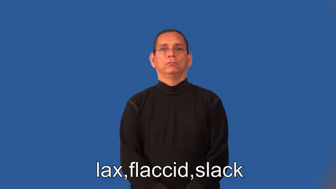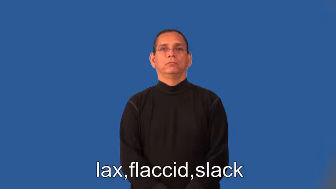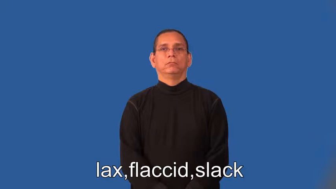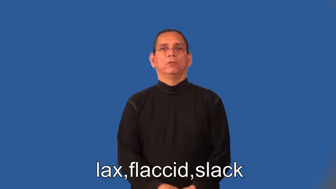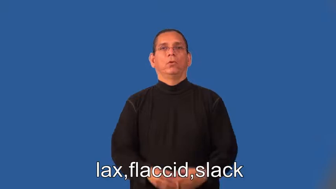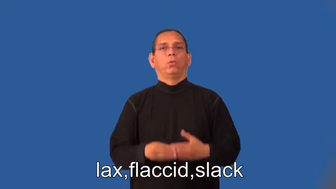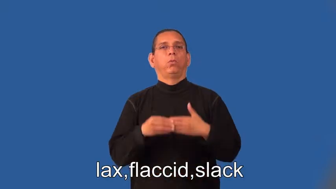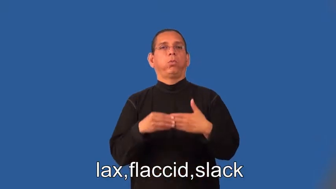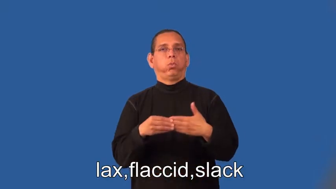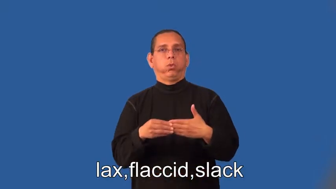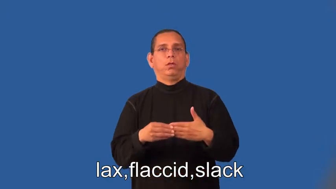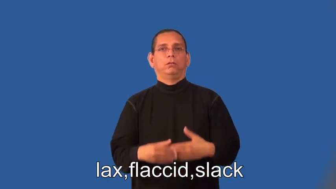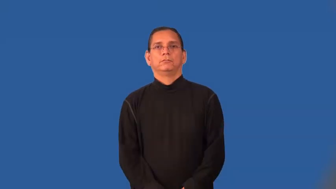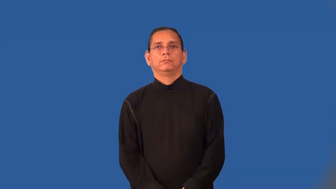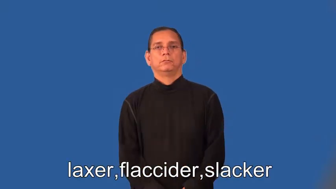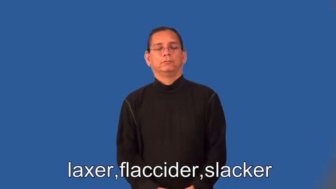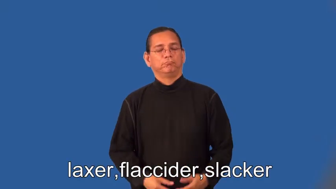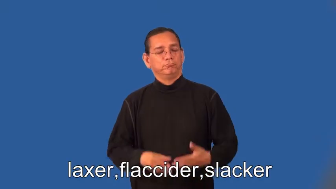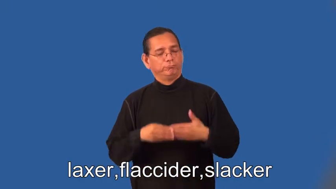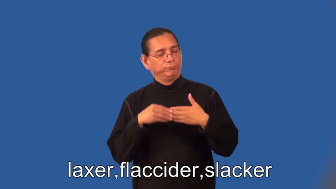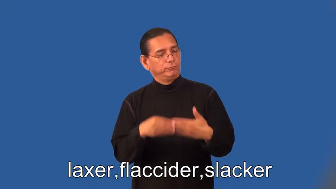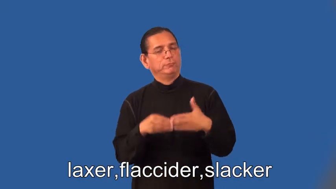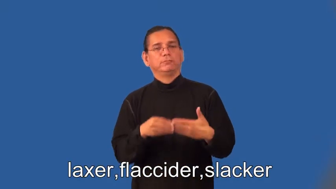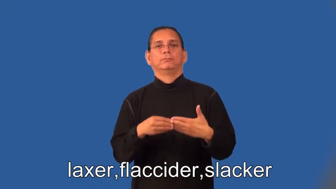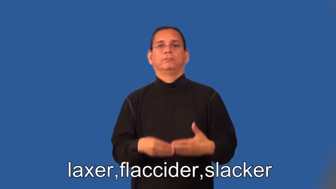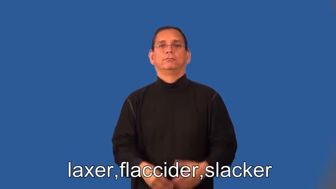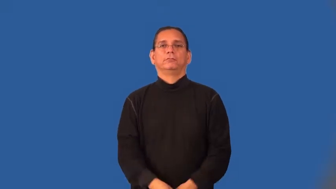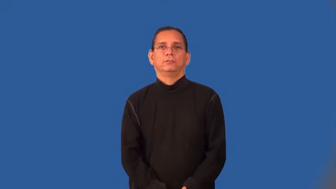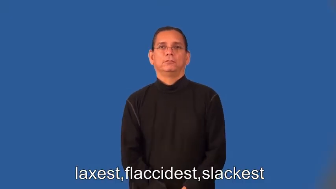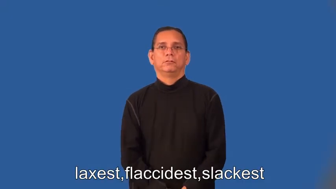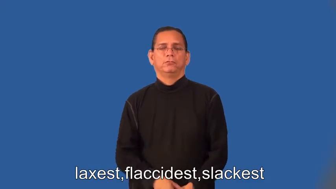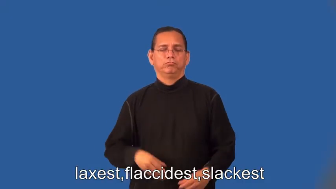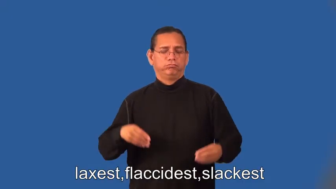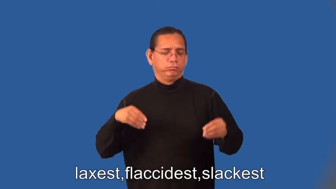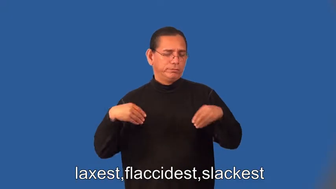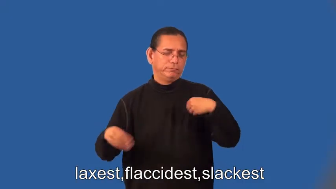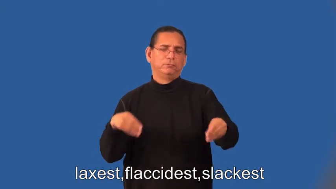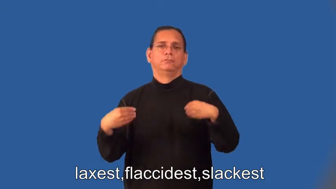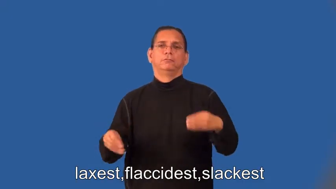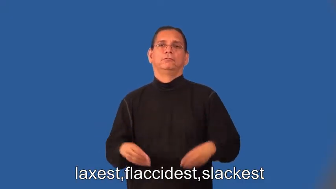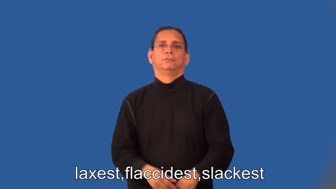laxer,flaccider,slacker,laxest,flaccidest,slackest